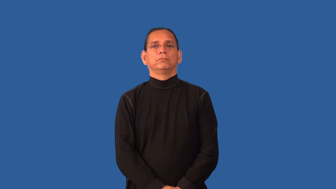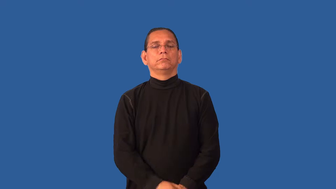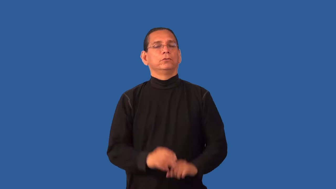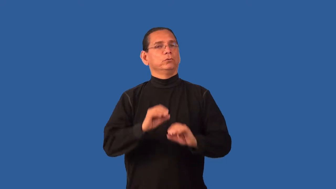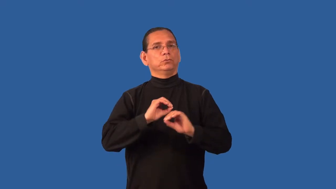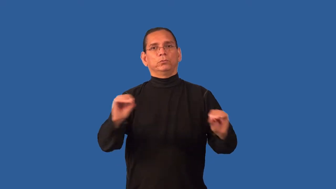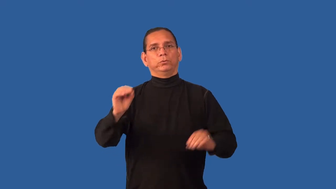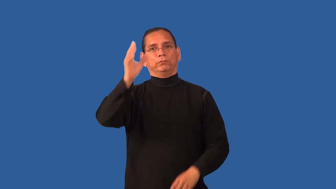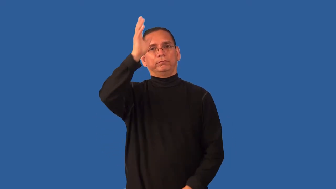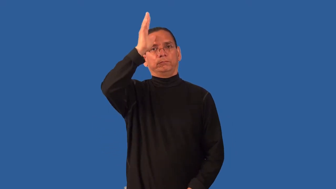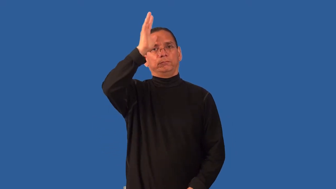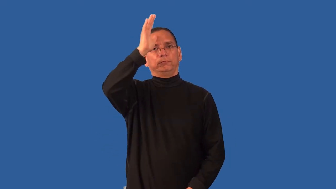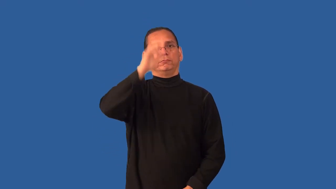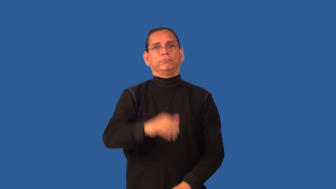fatherless